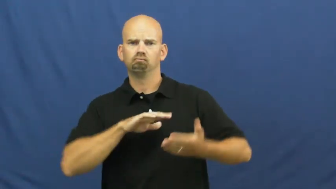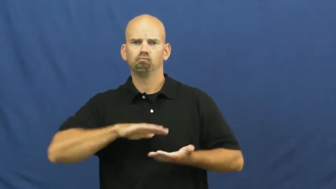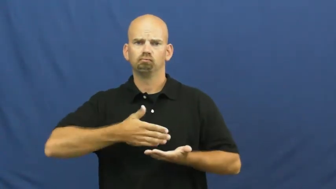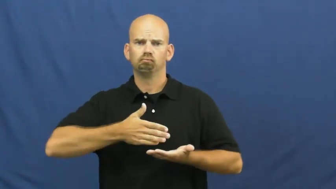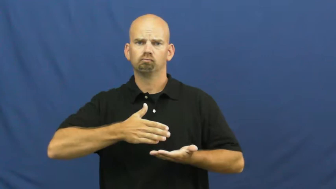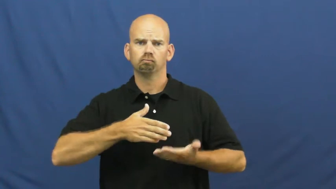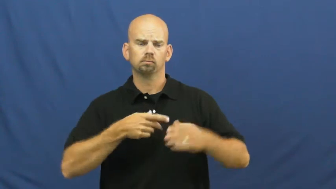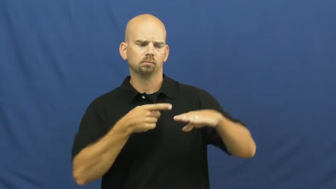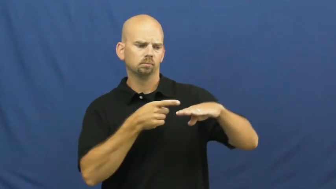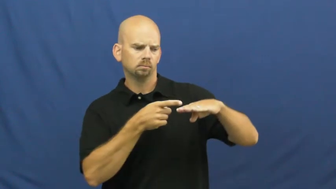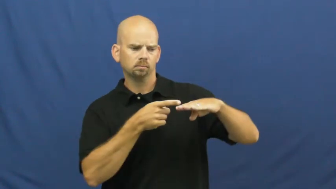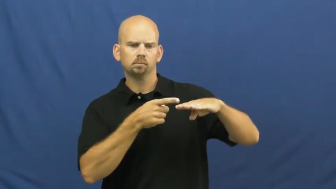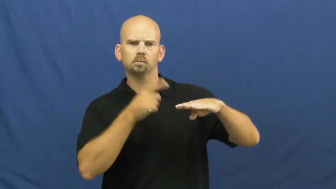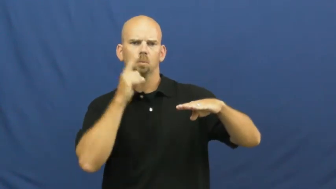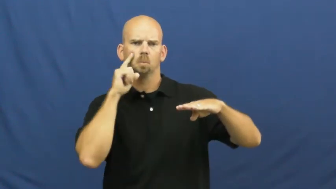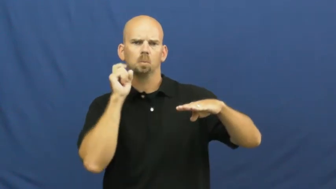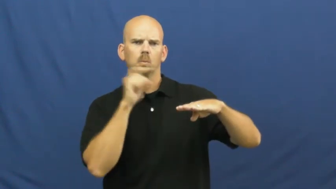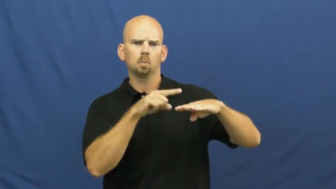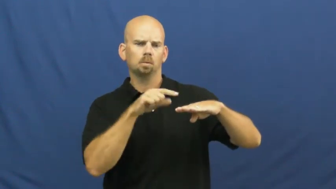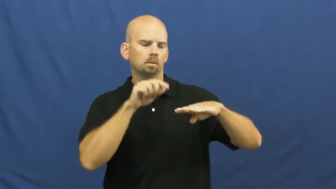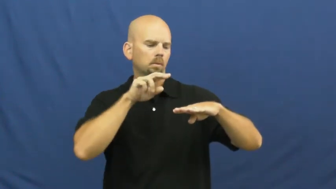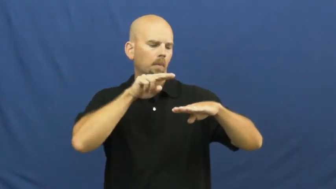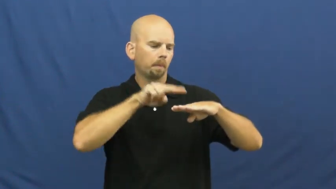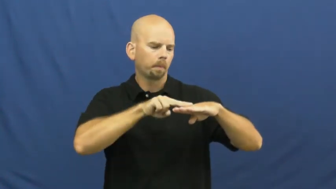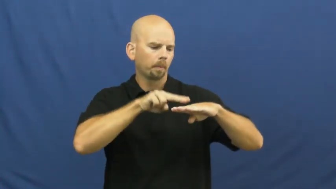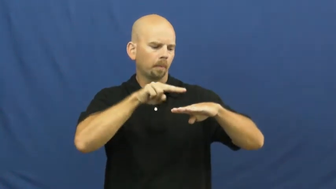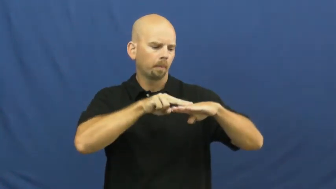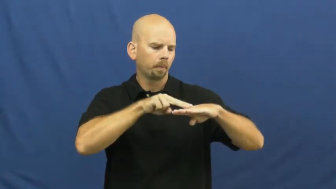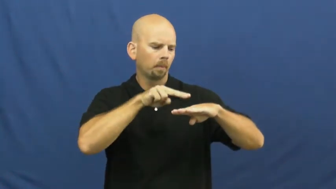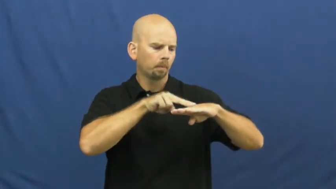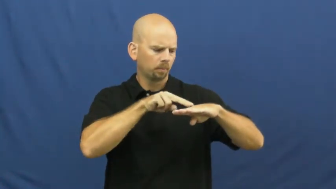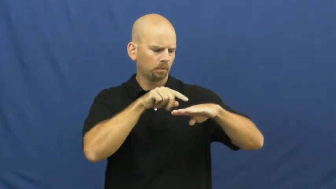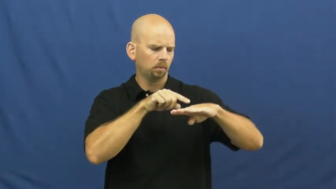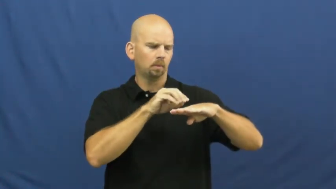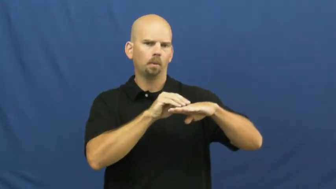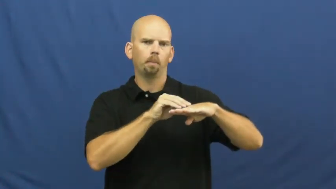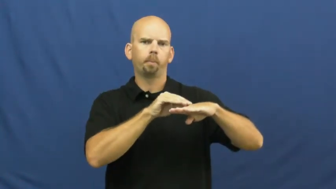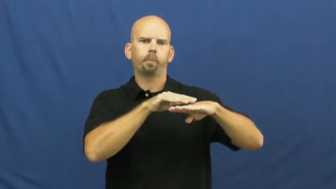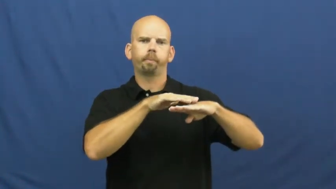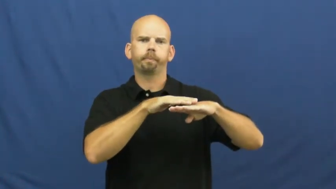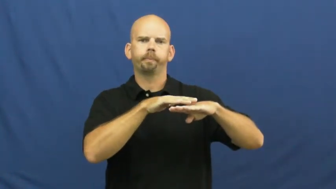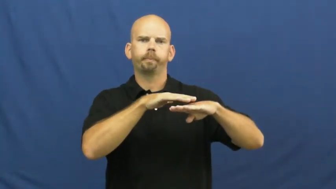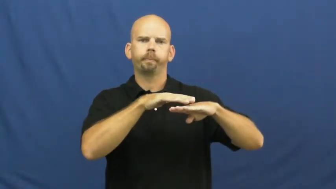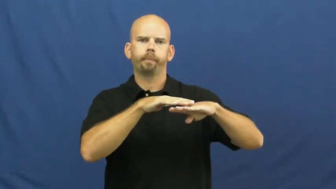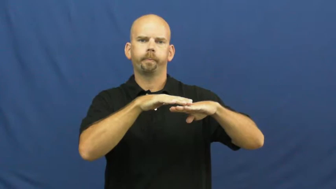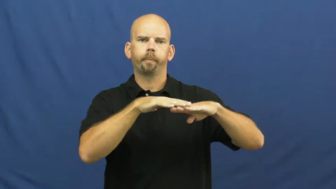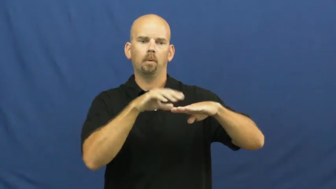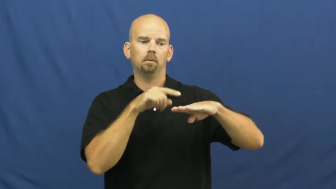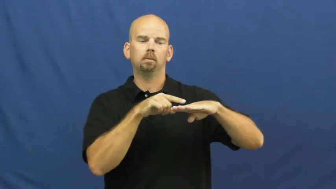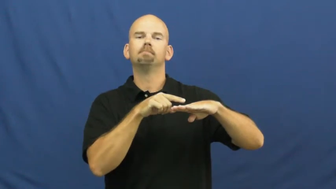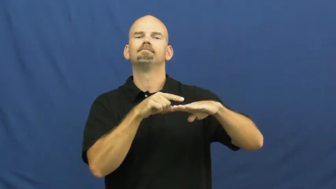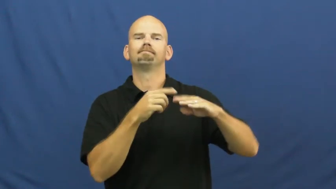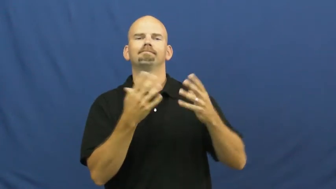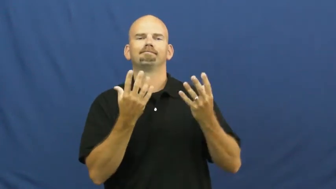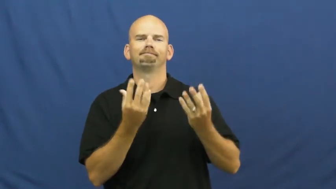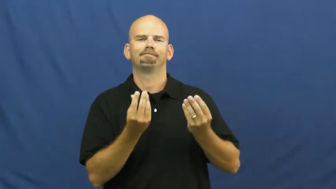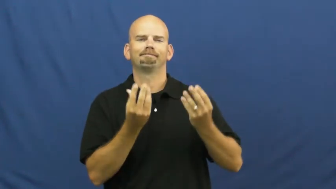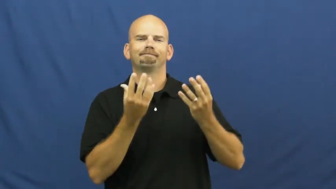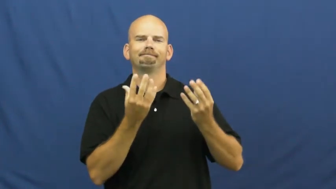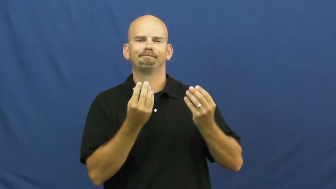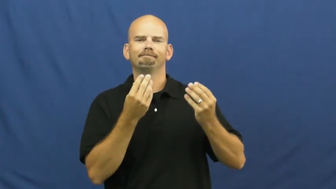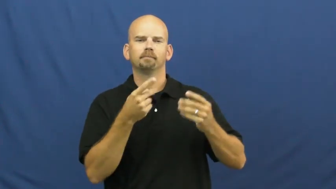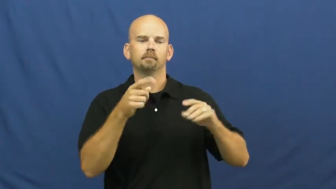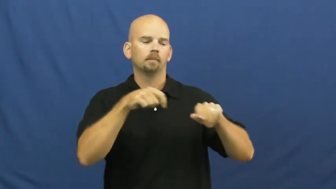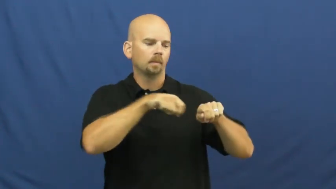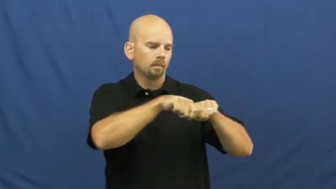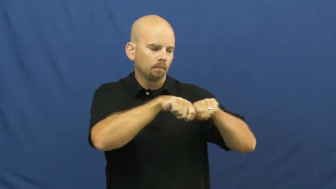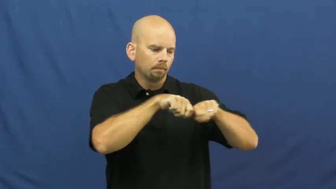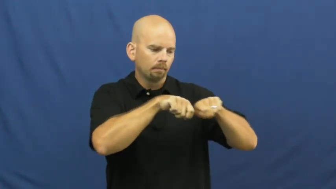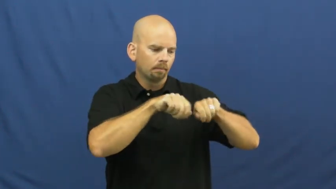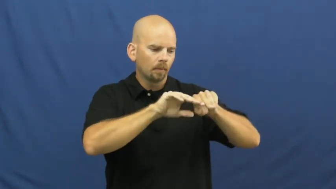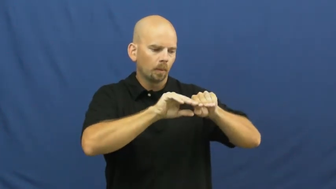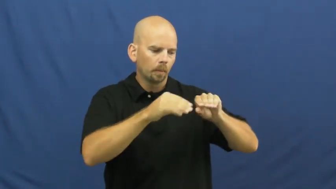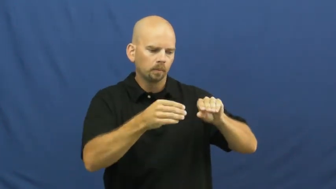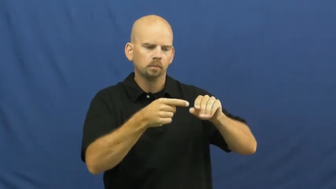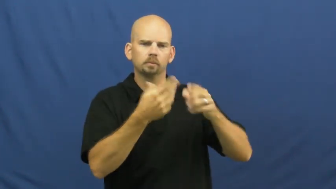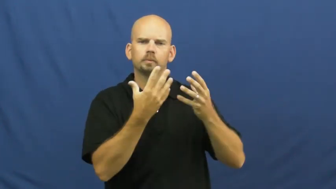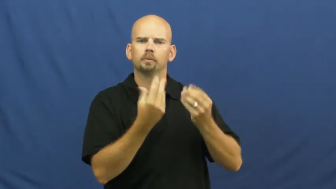juicy